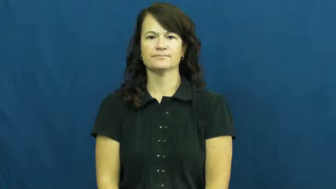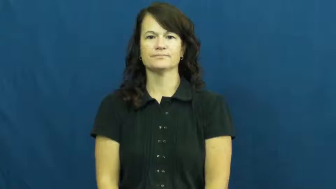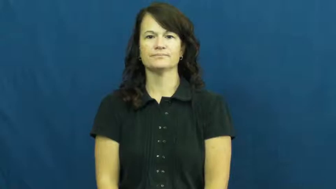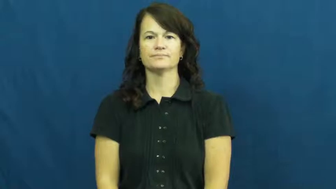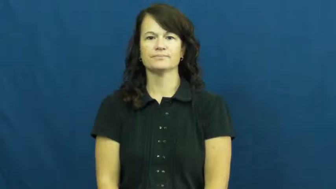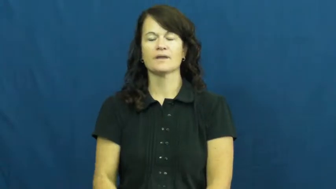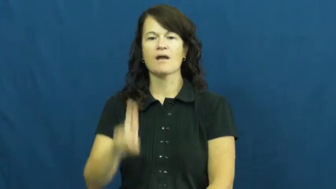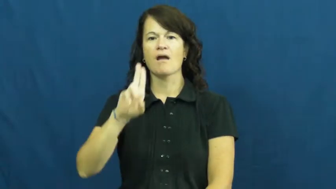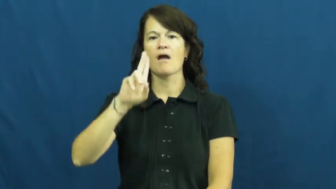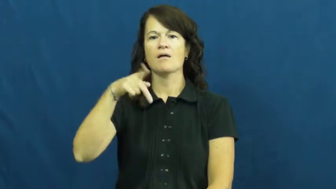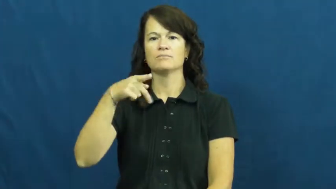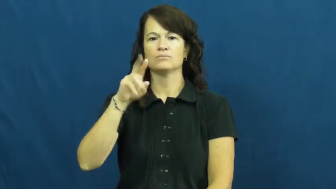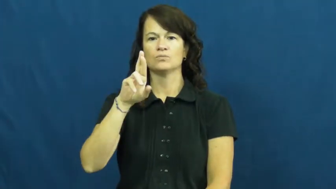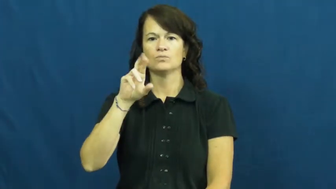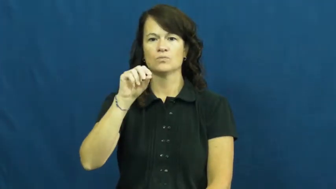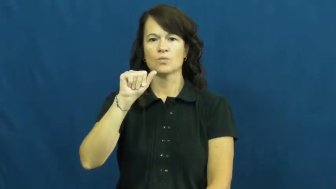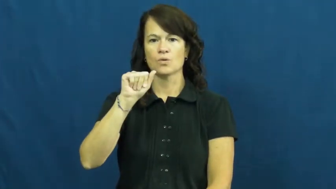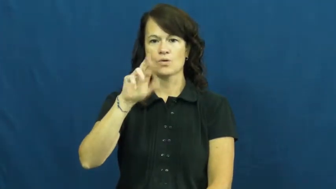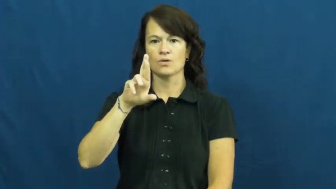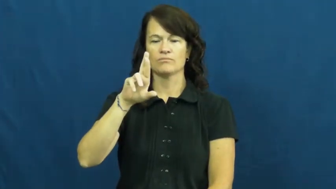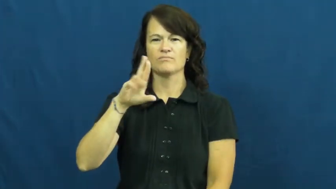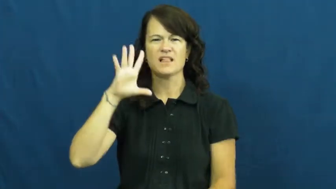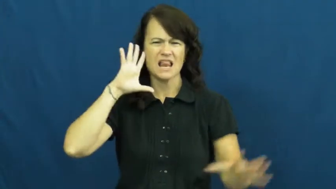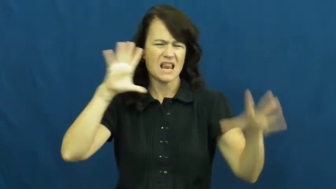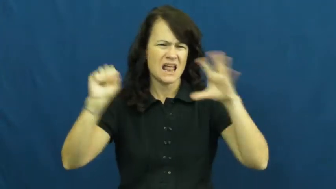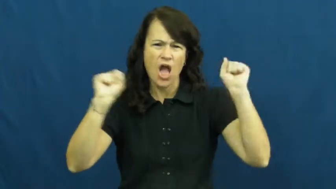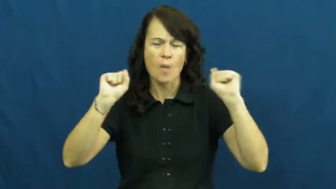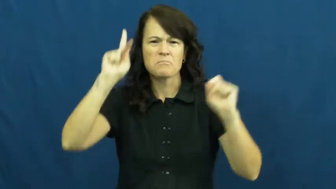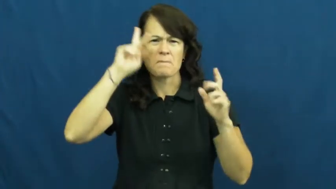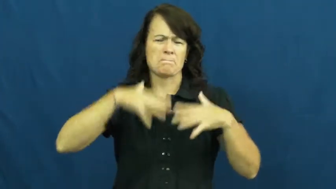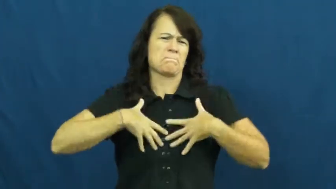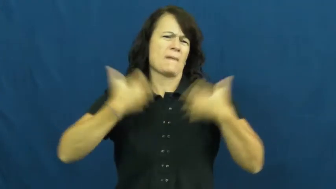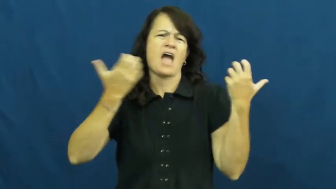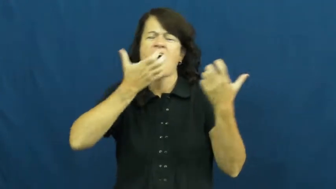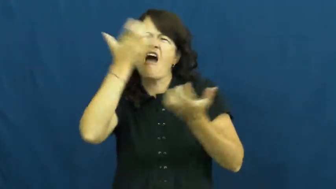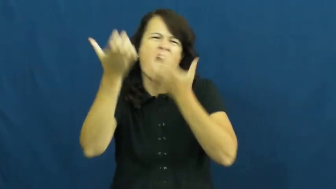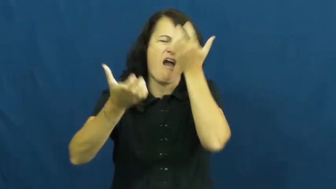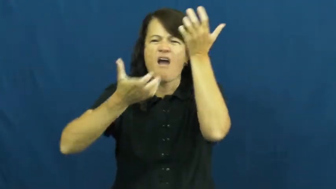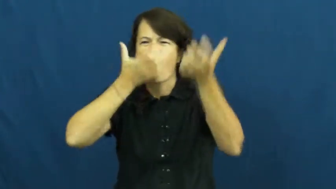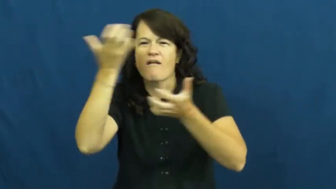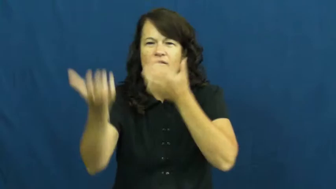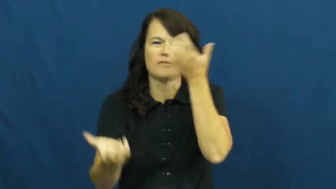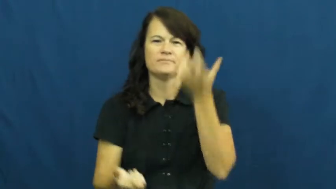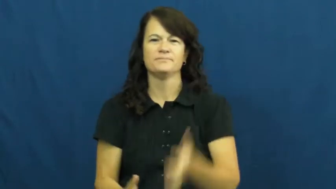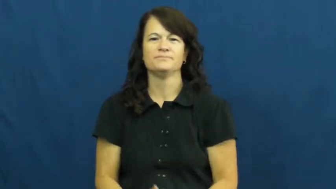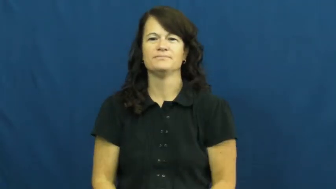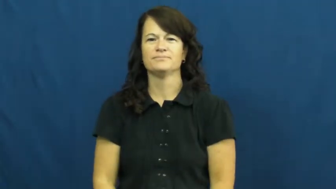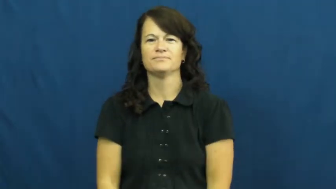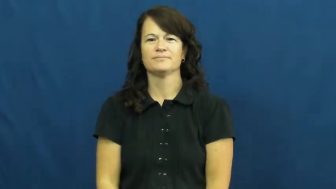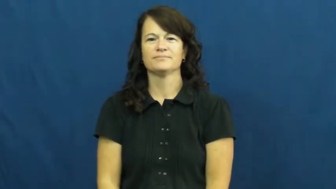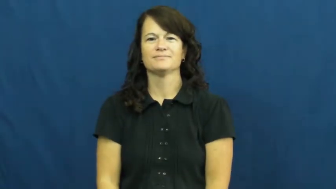uproar